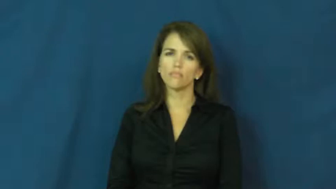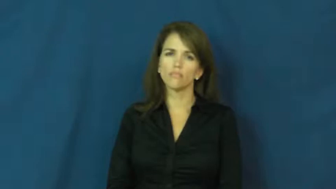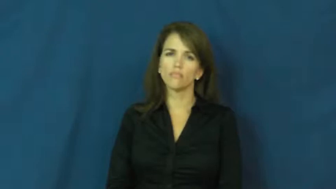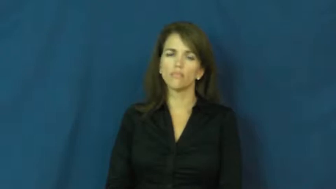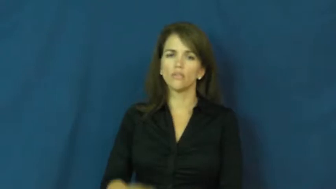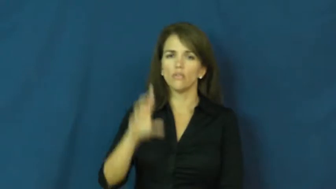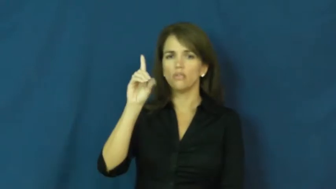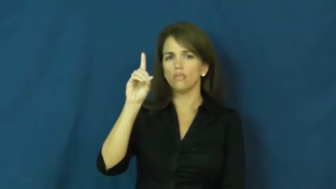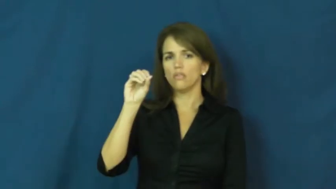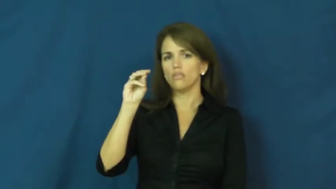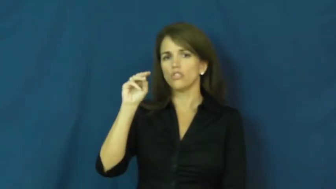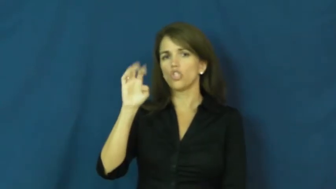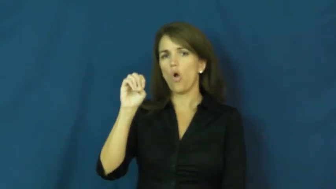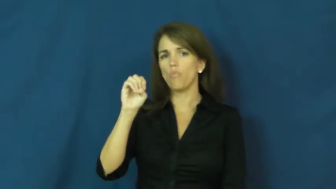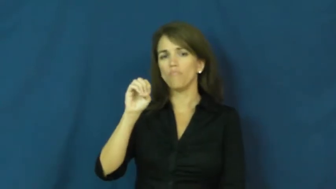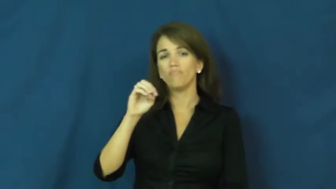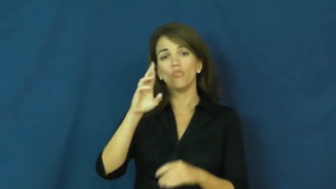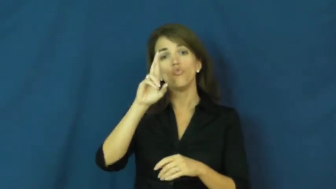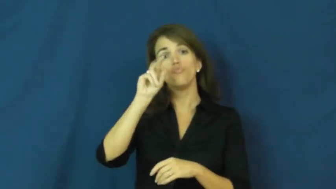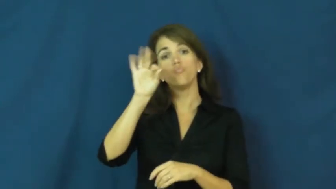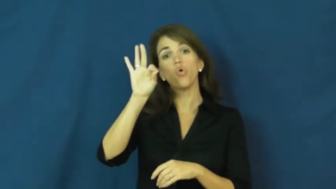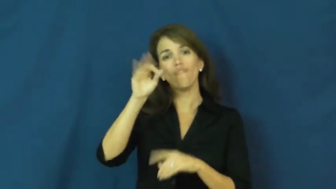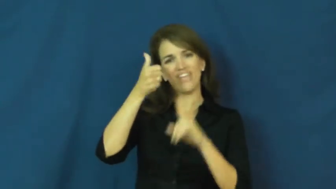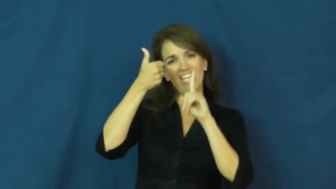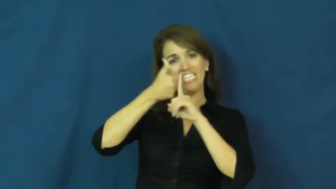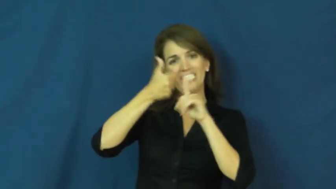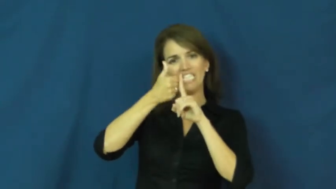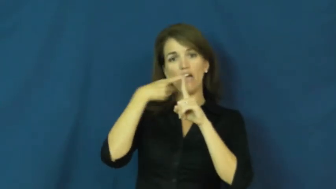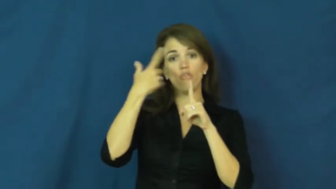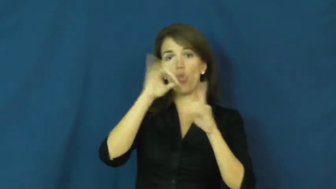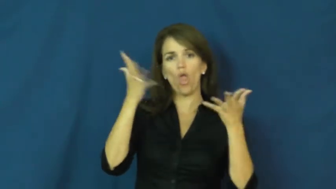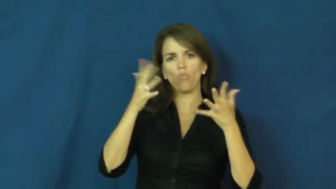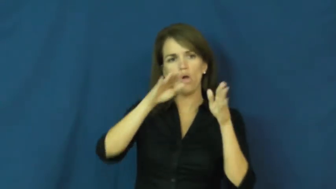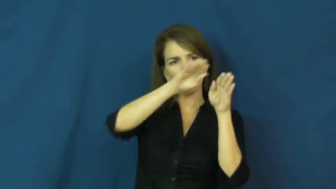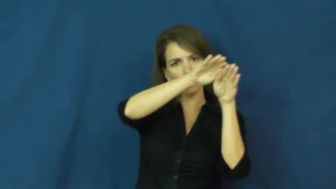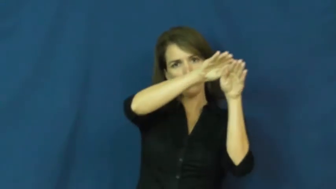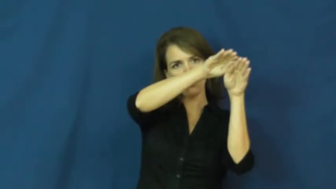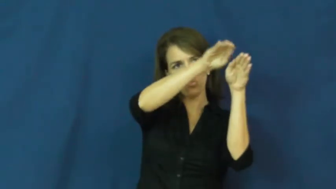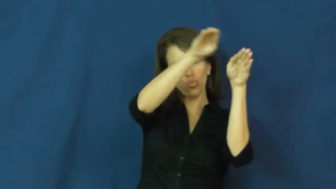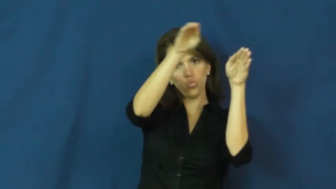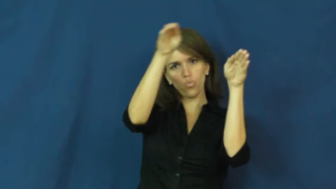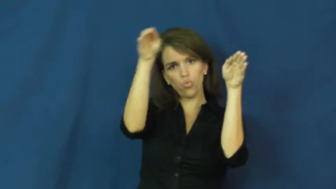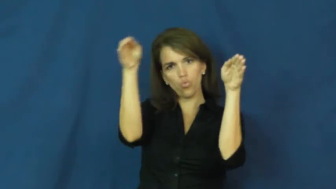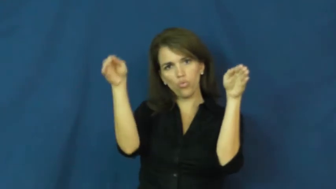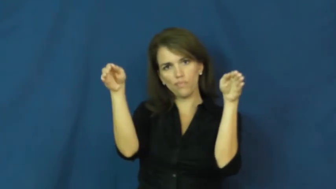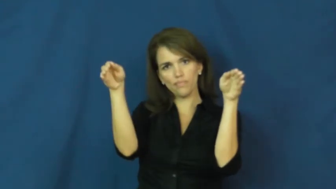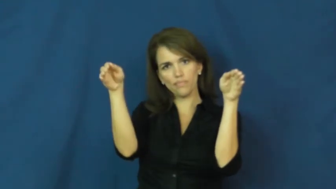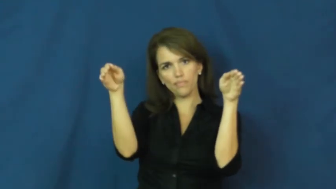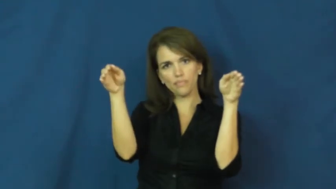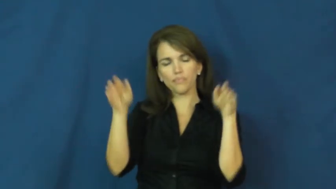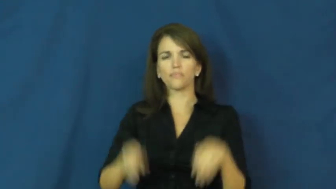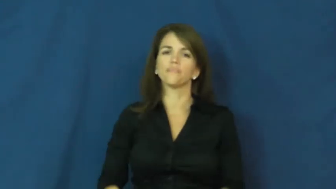dome